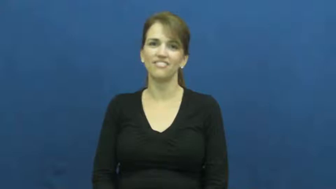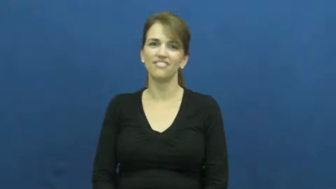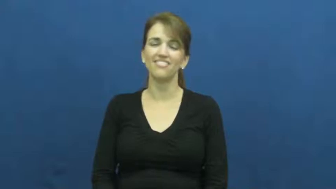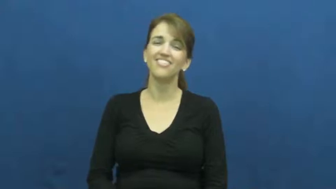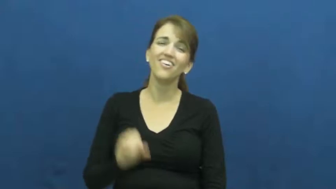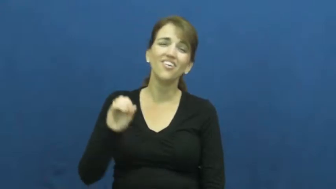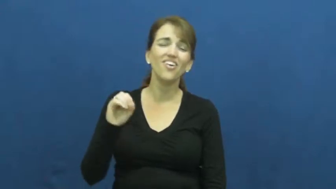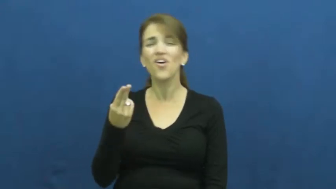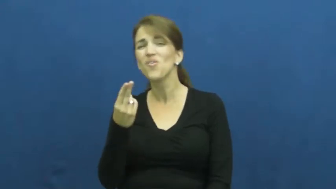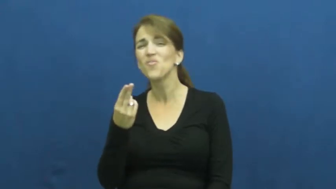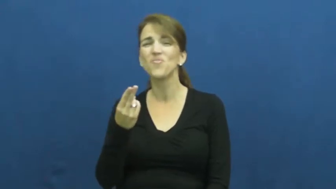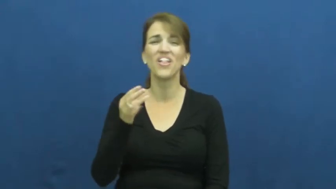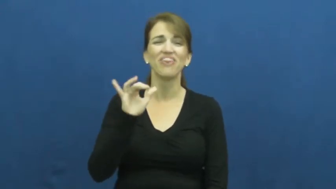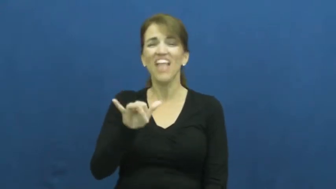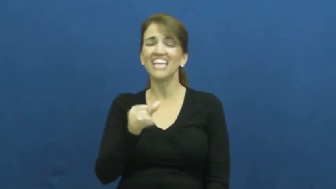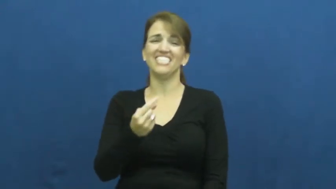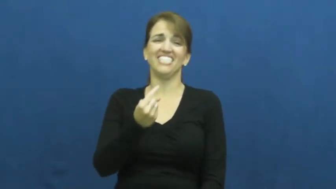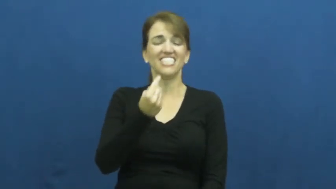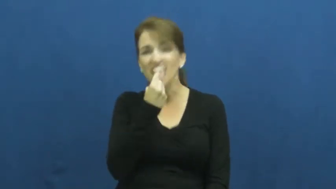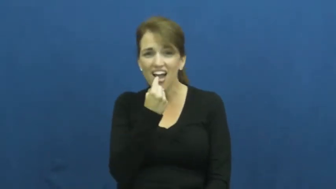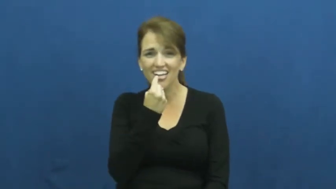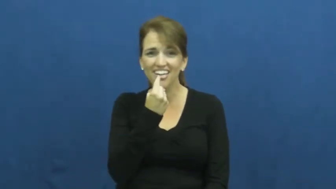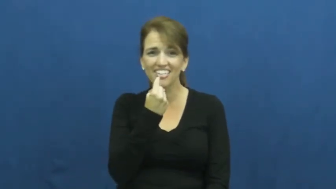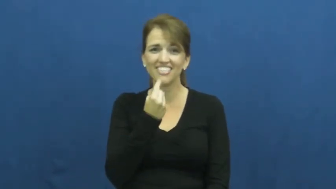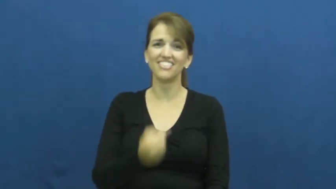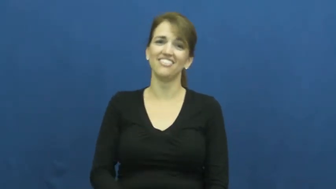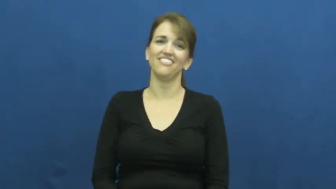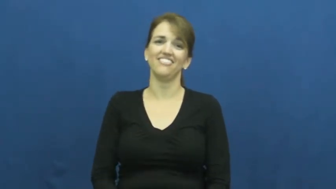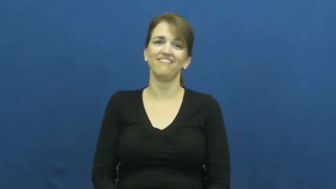suck-ugh